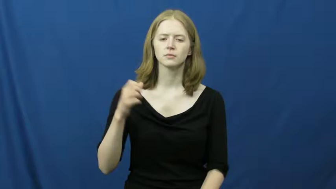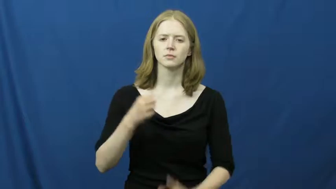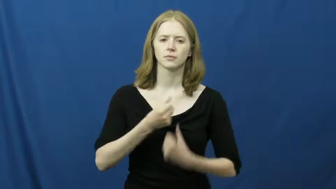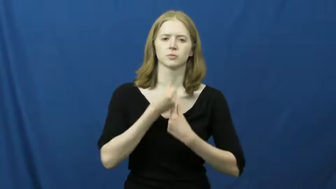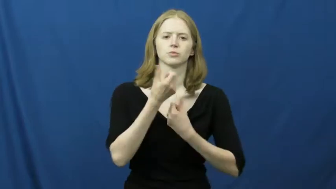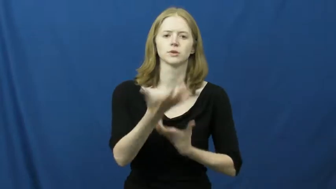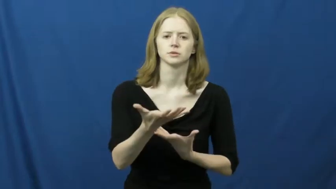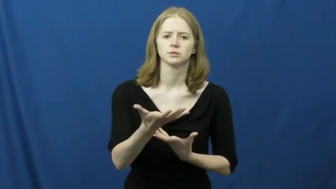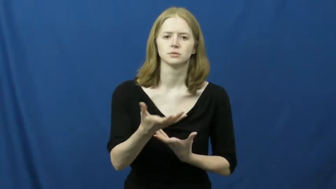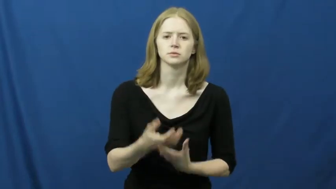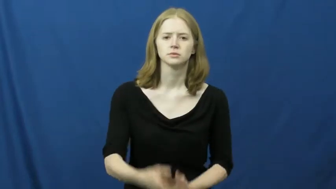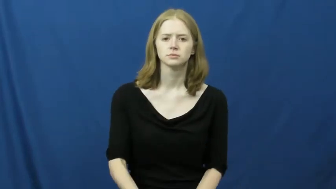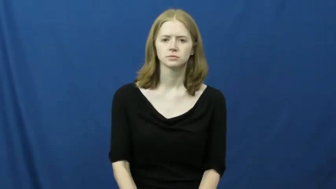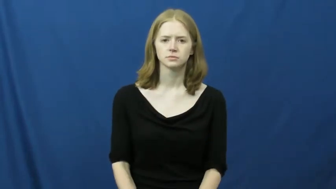open-tell all